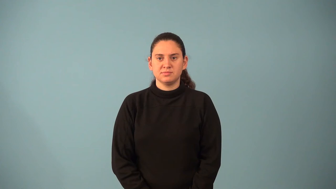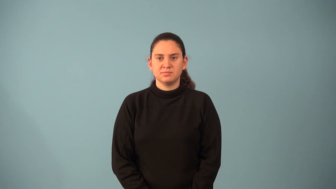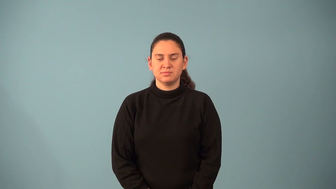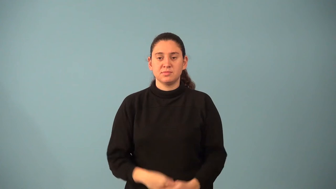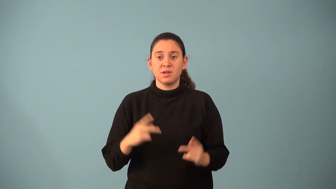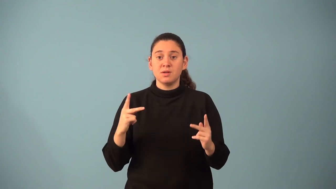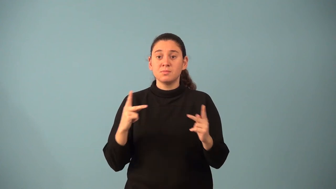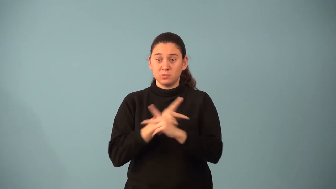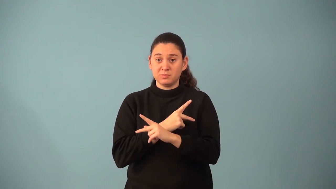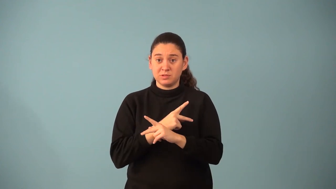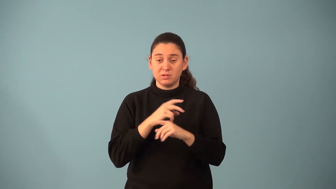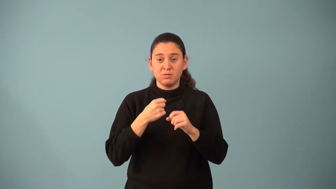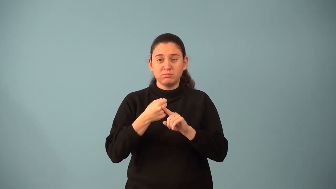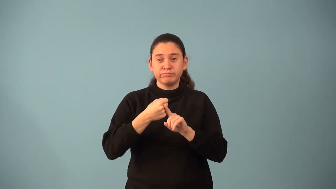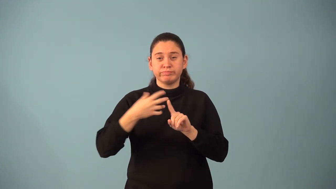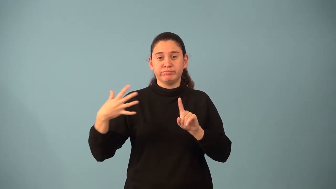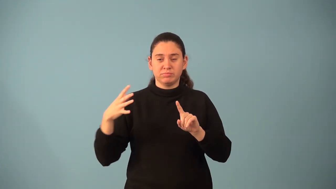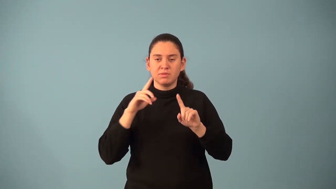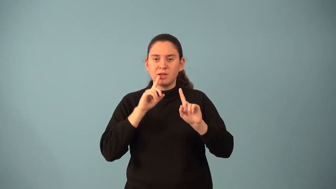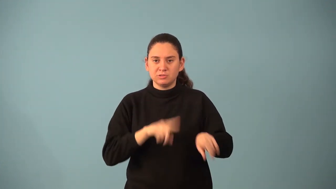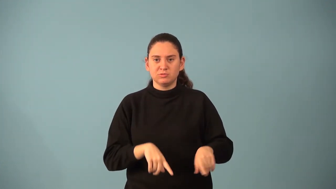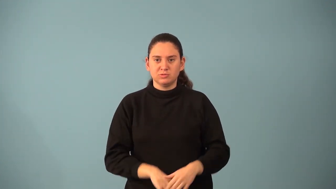partial product